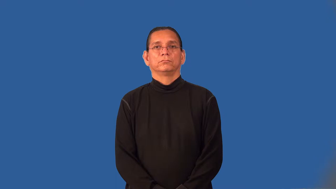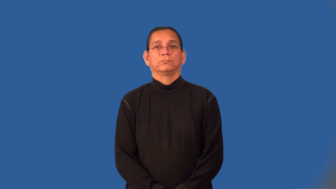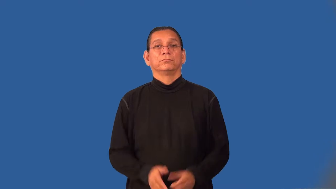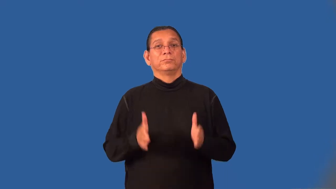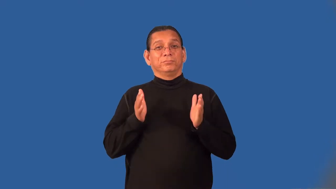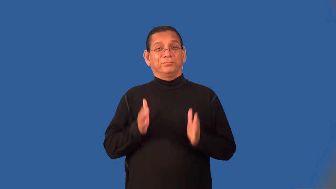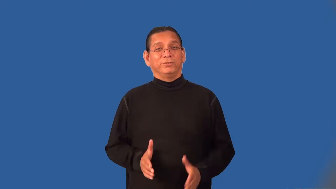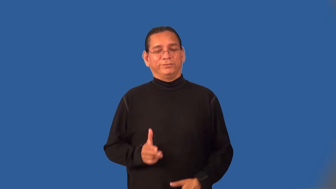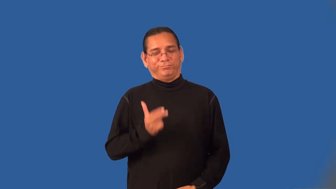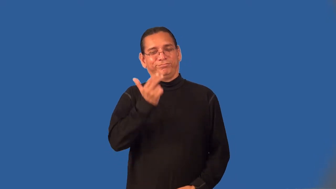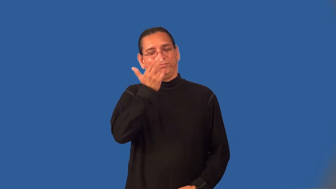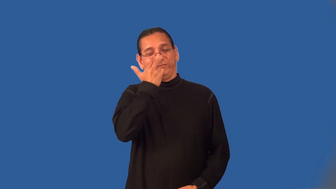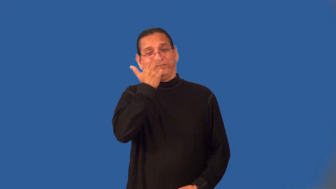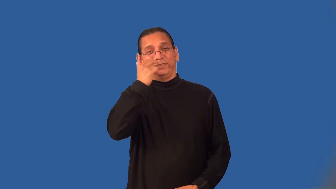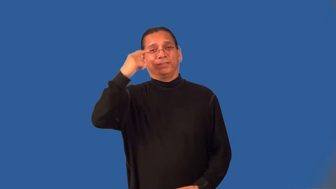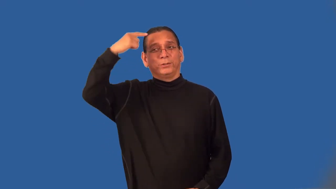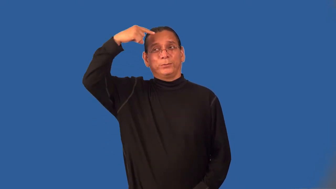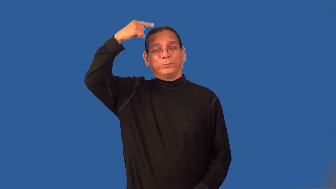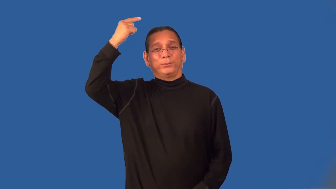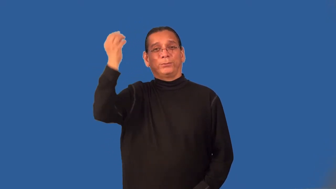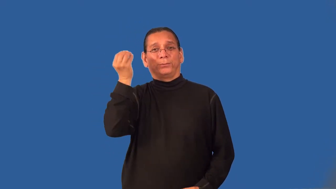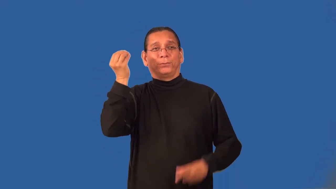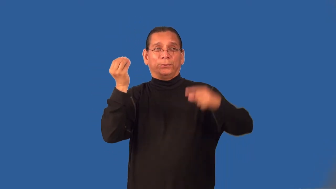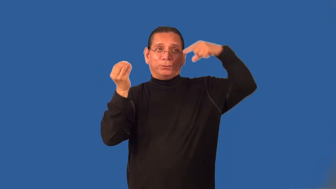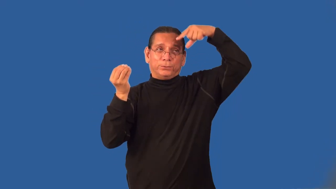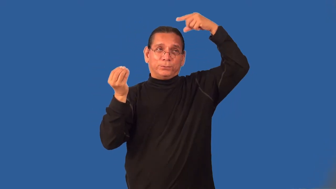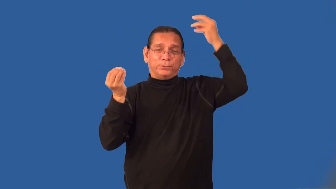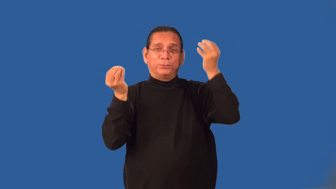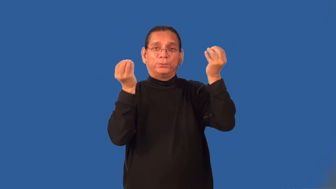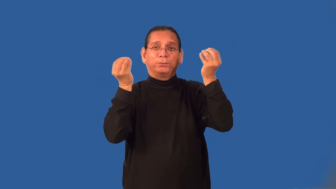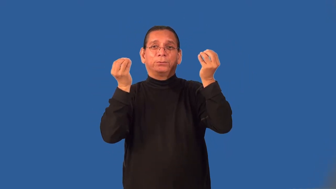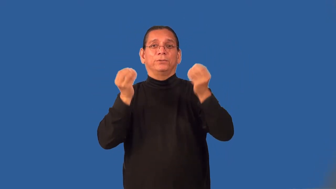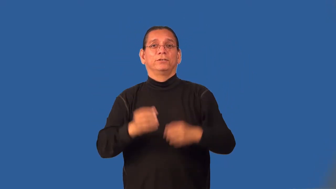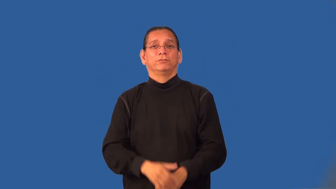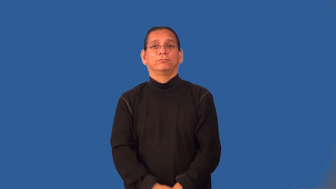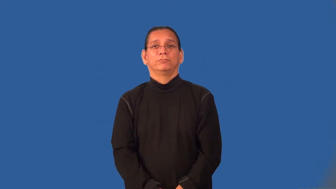jester